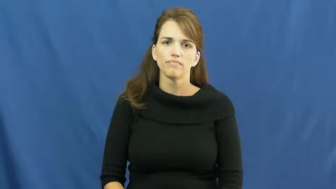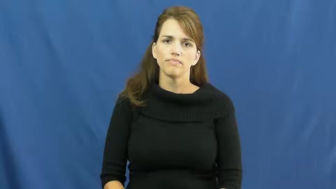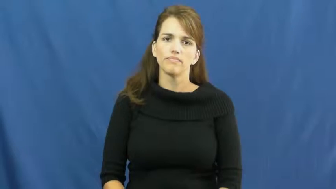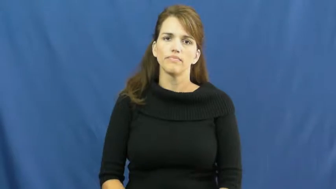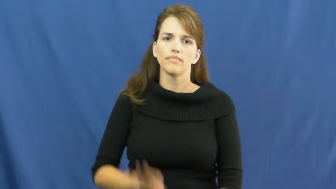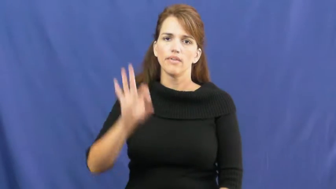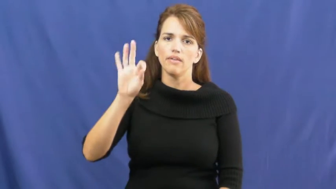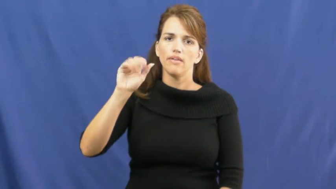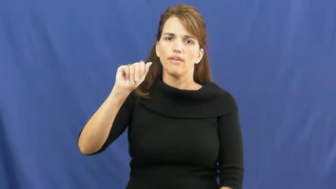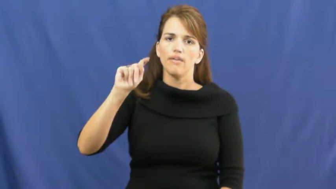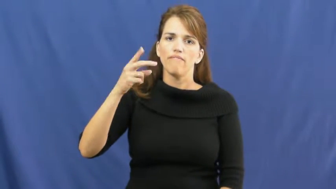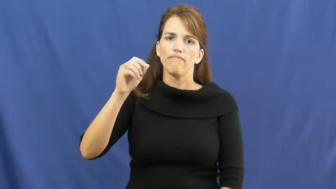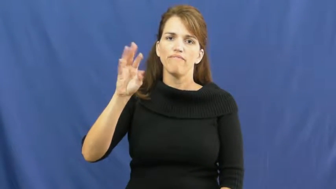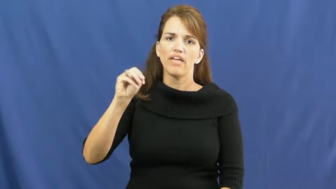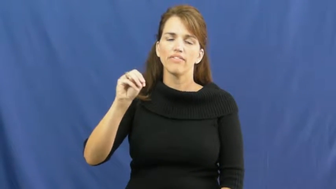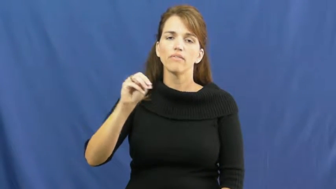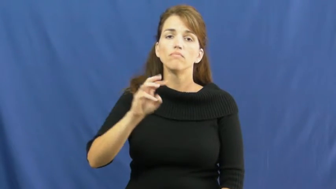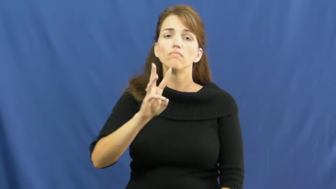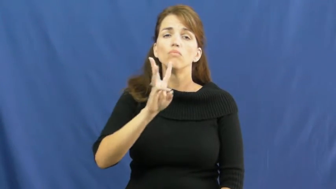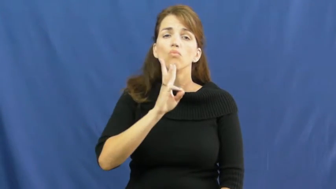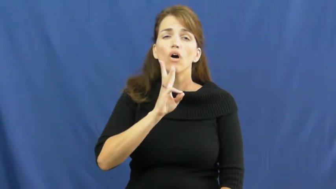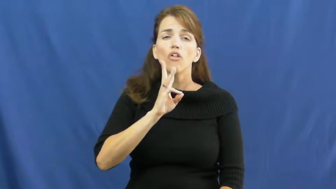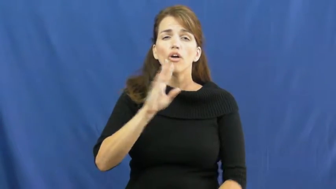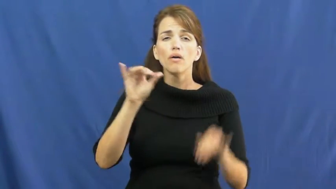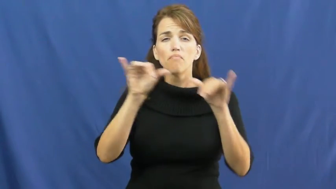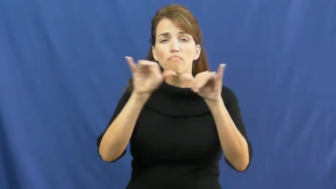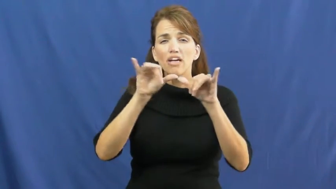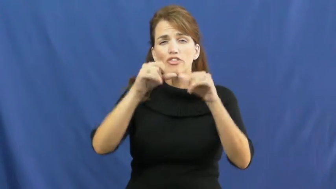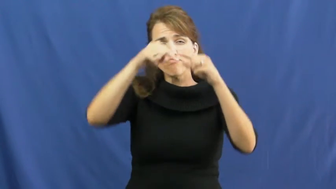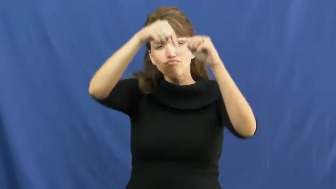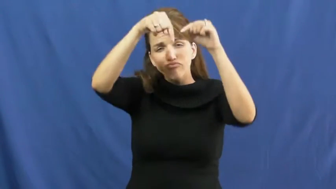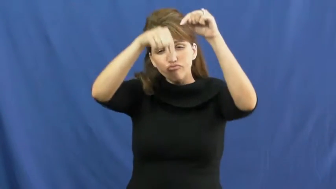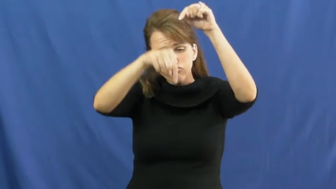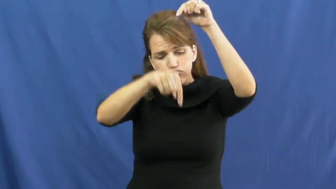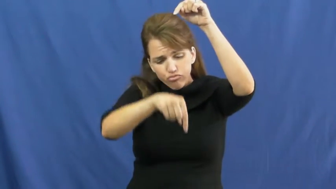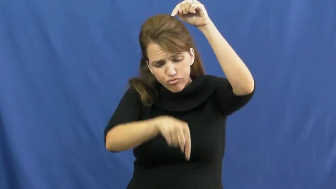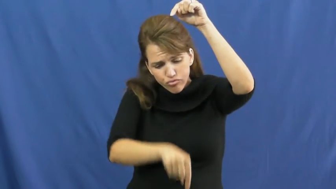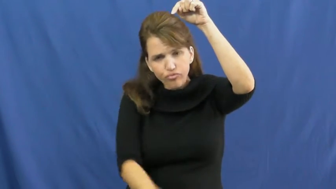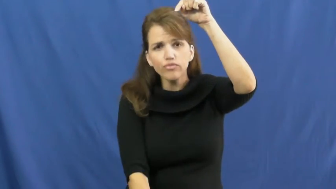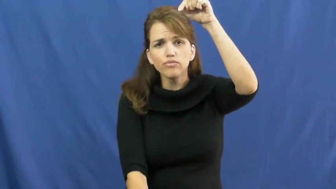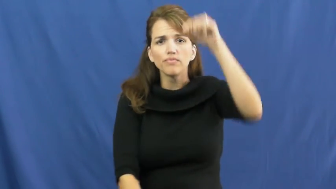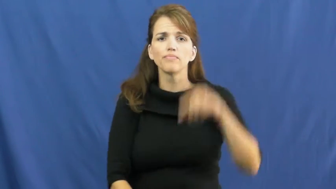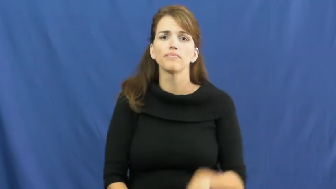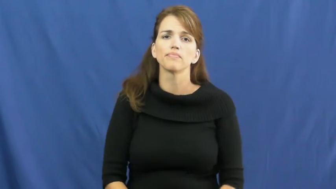fathom-depth